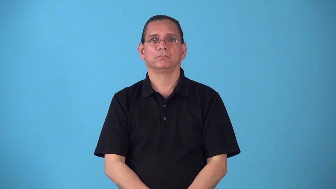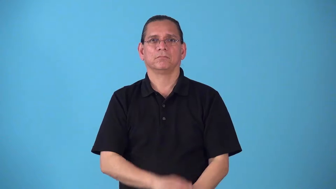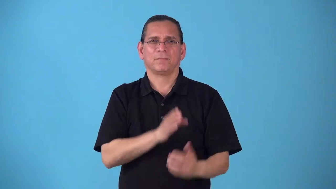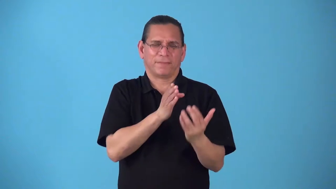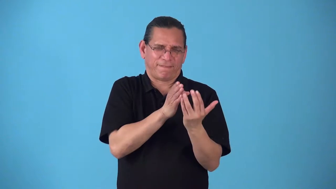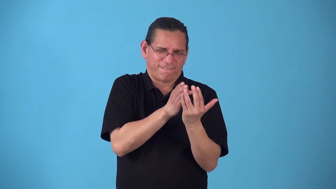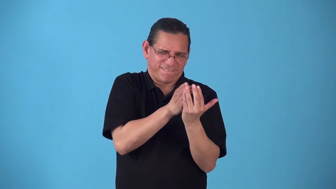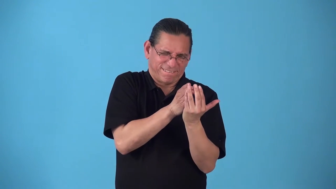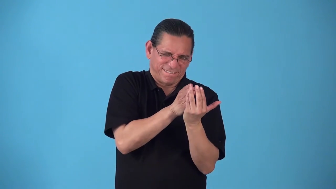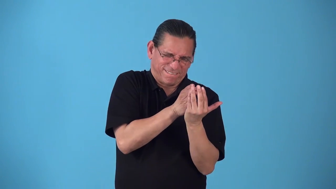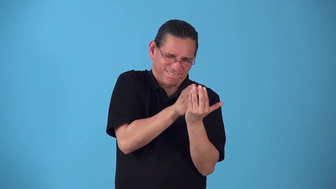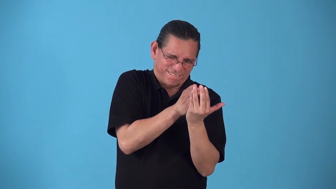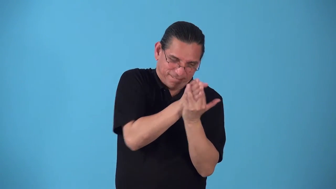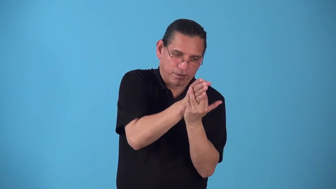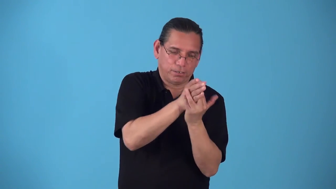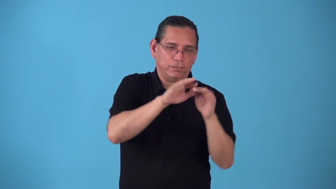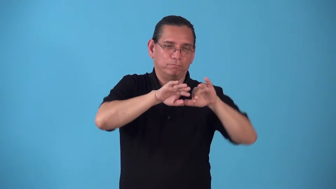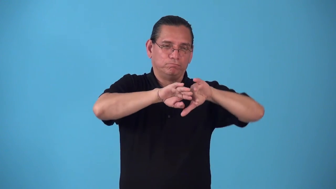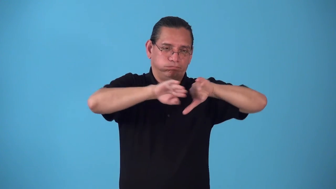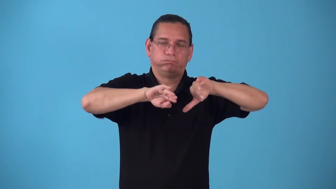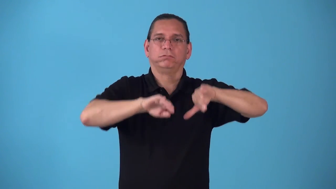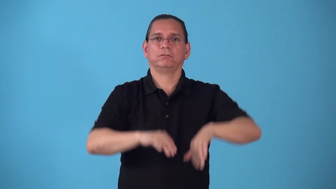shoehorn,wedge-squeeze something in between two objects